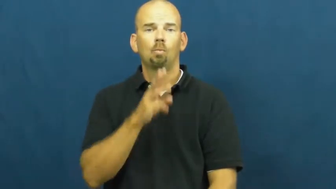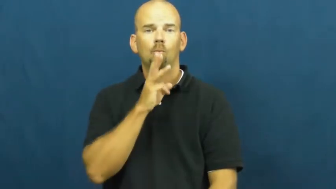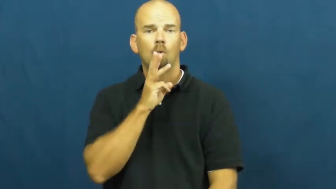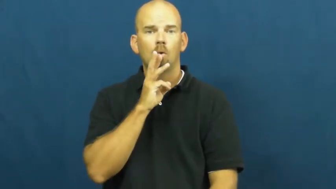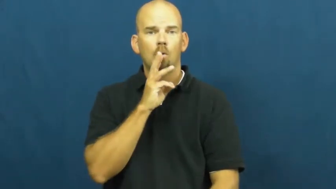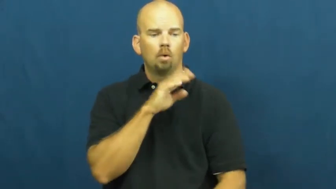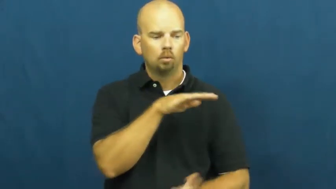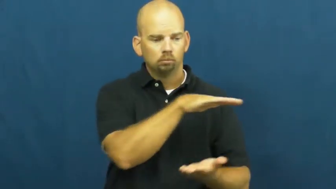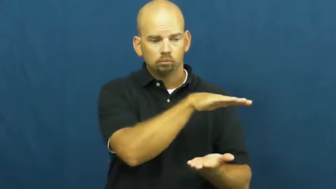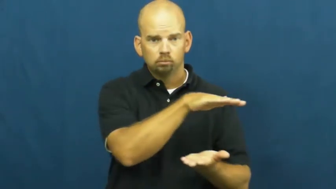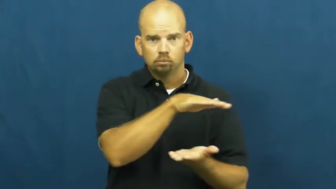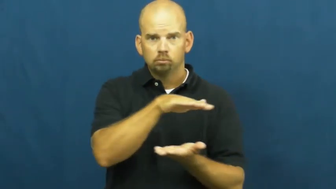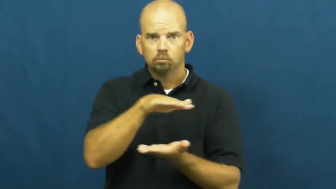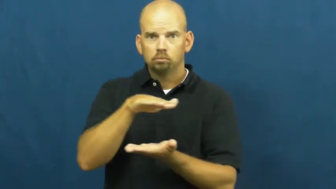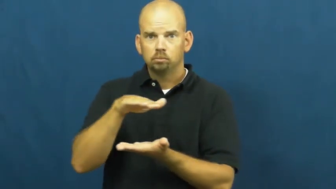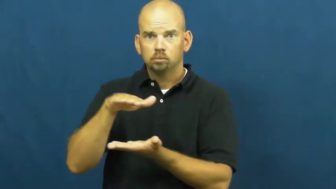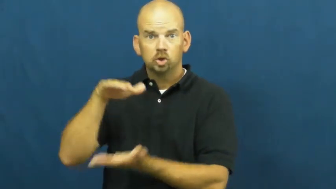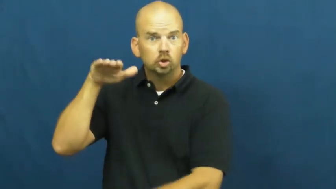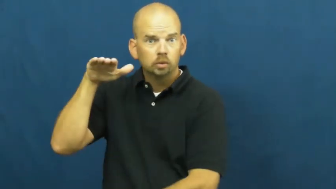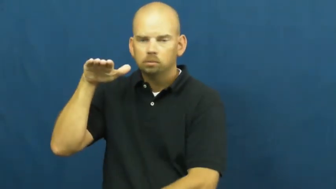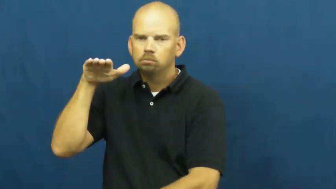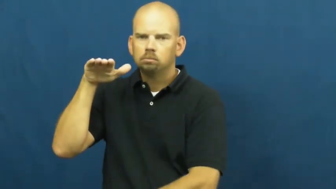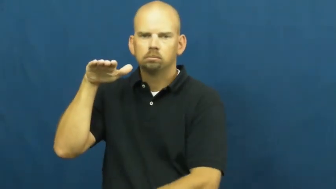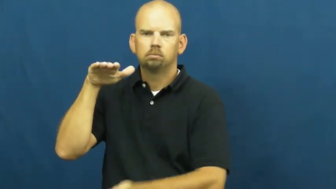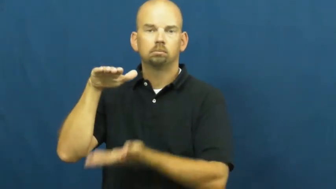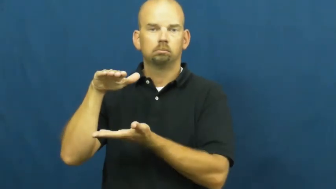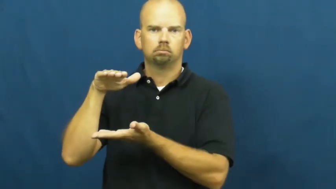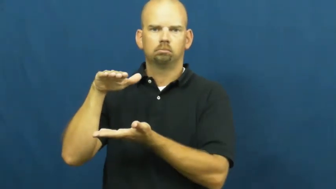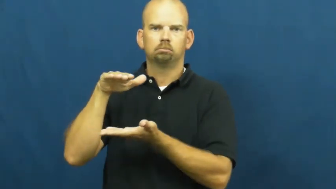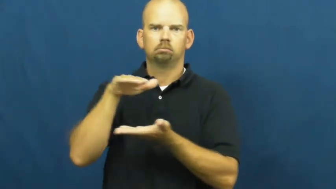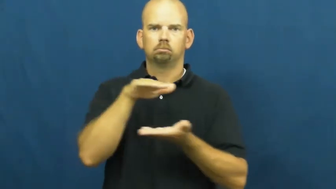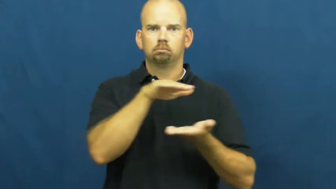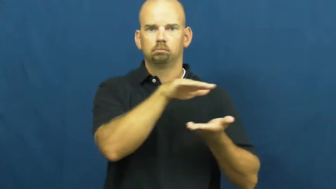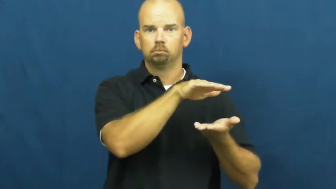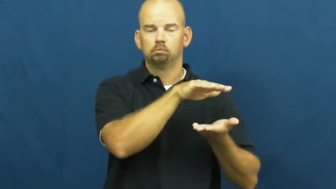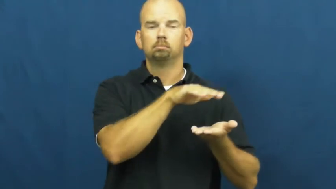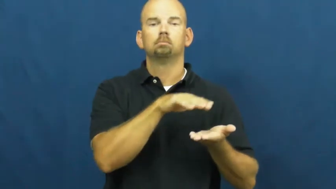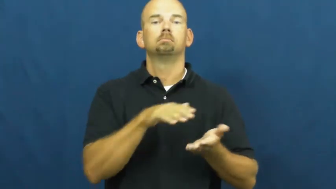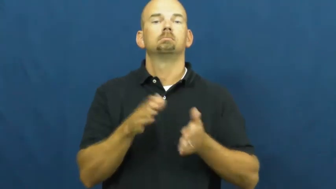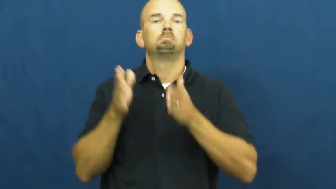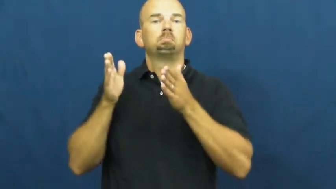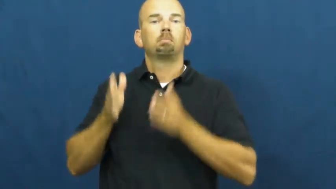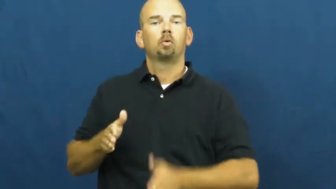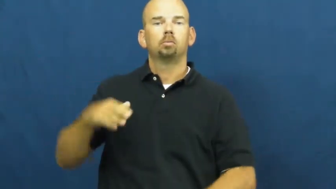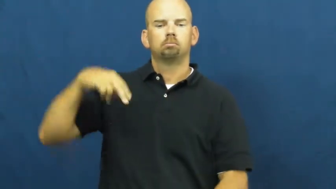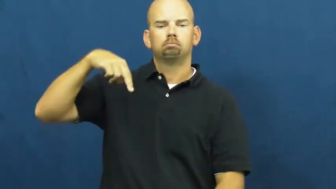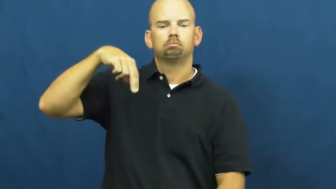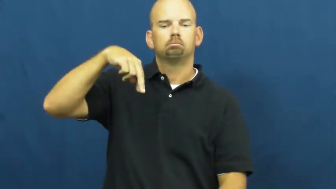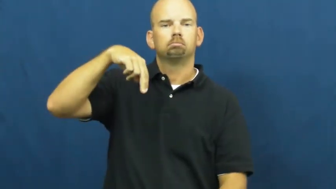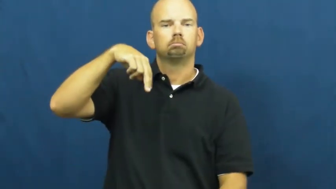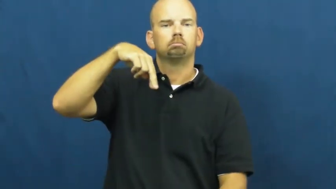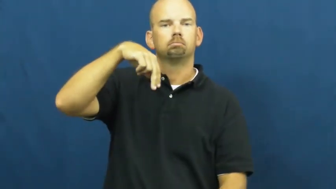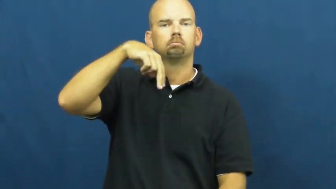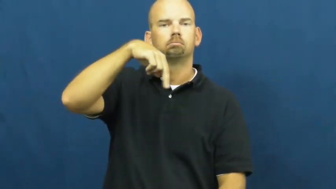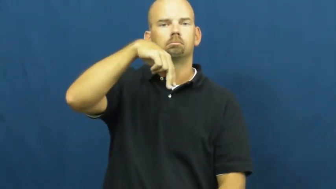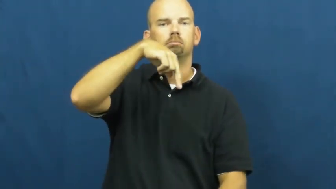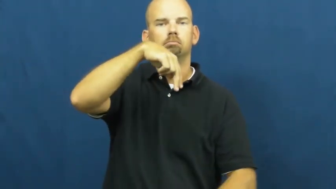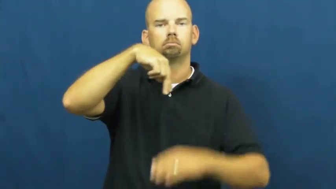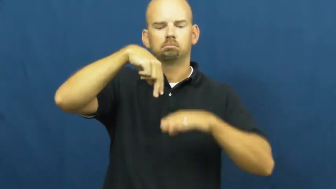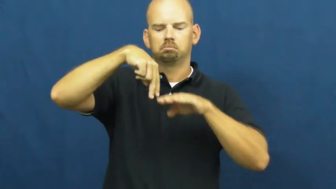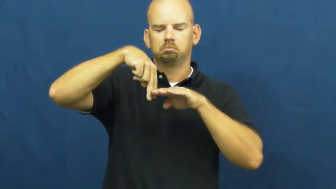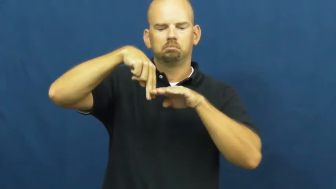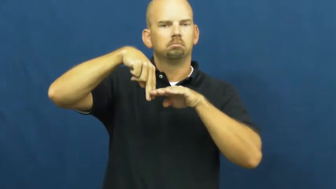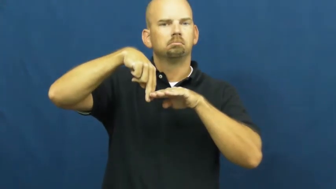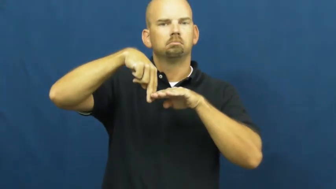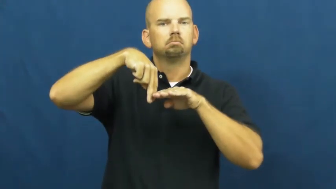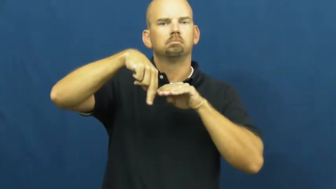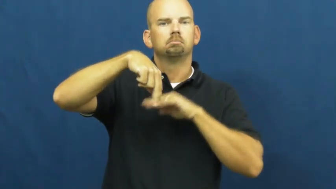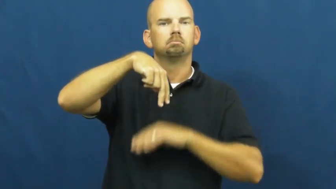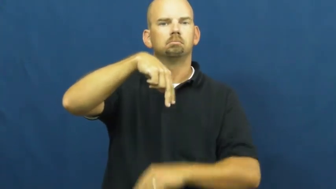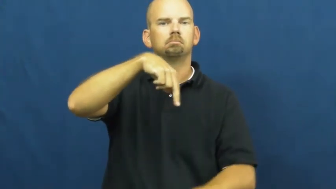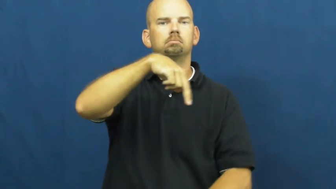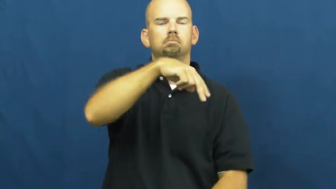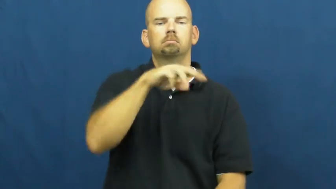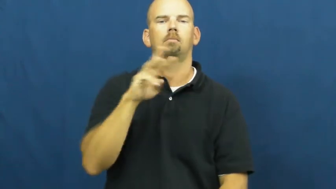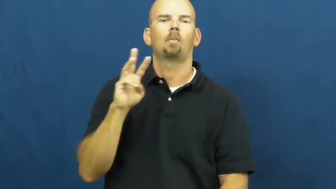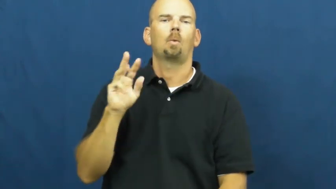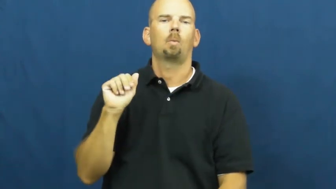wade